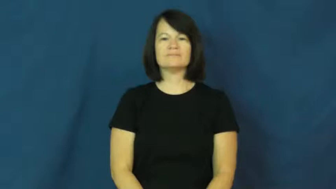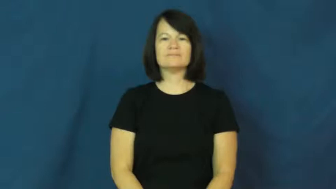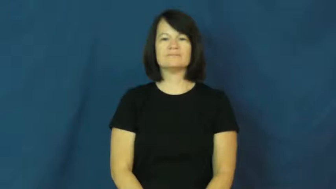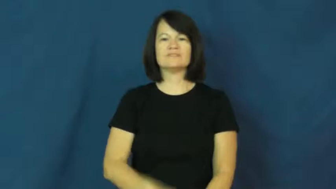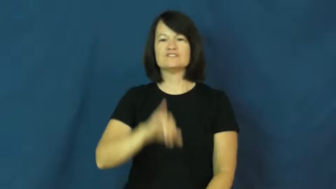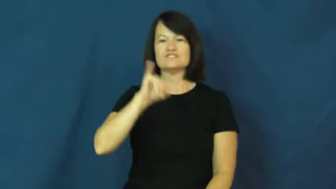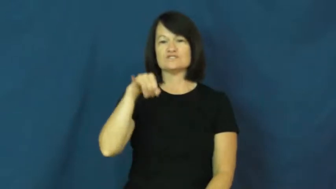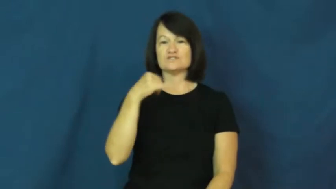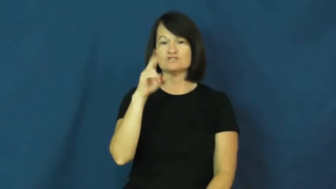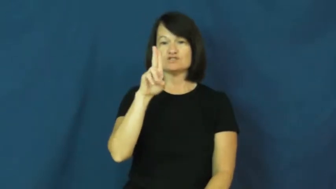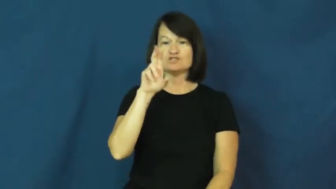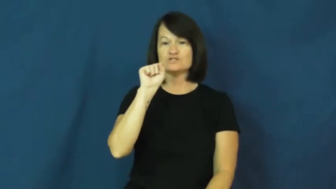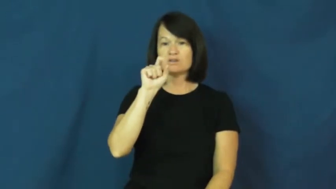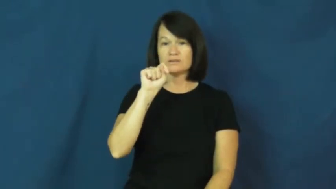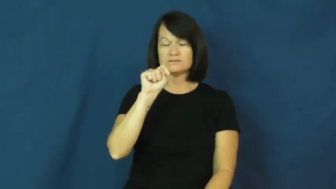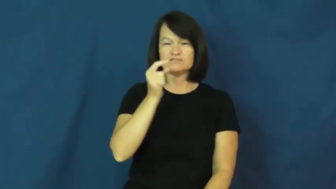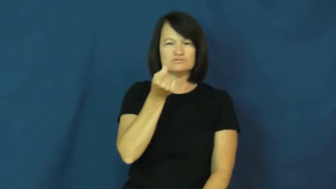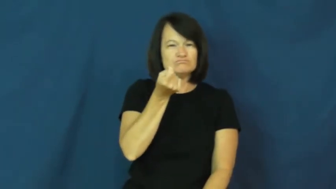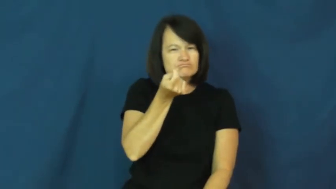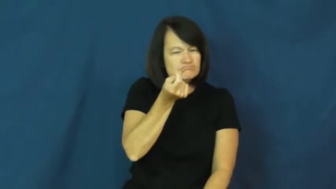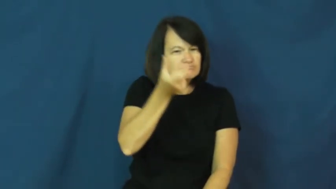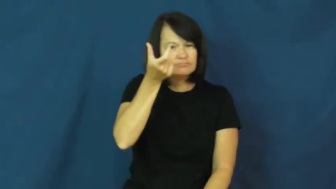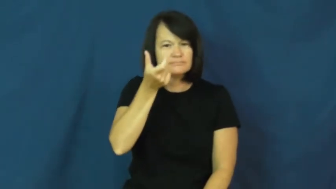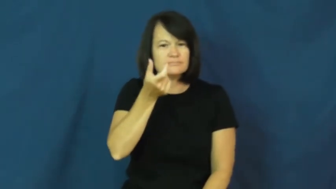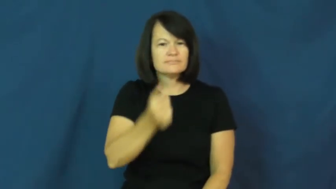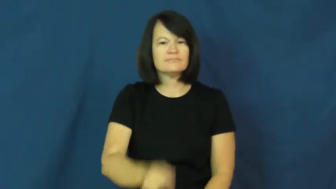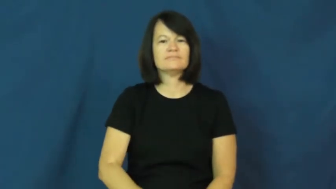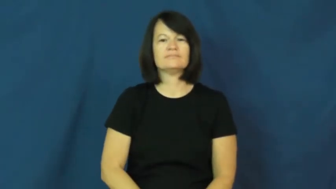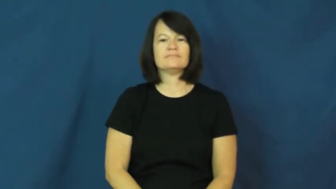just-a little bit